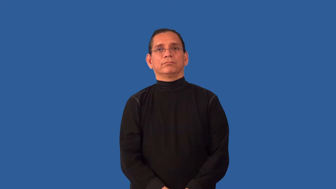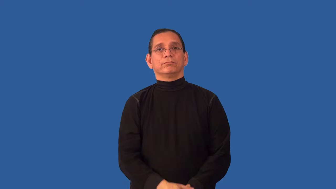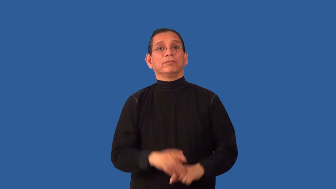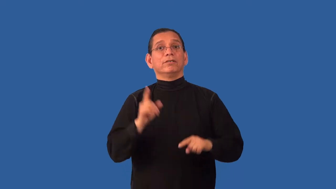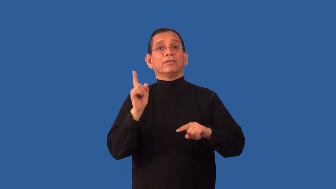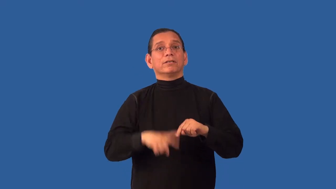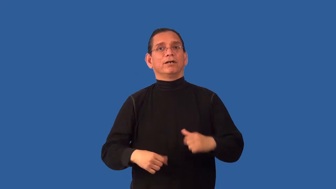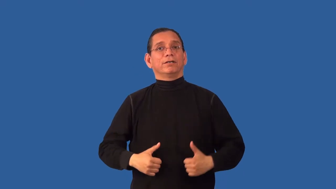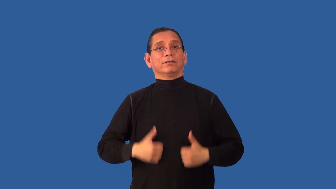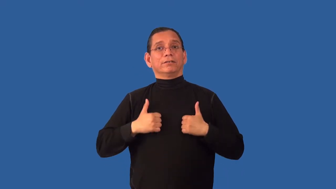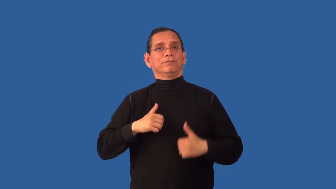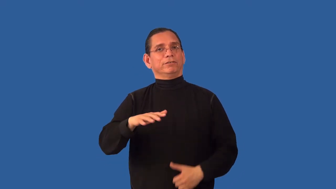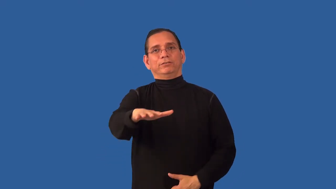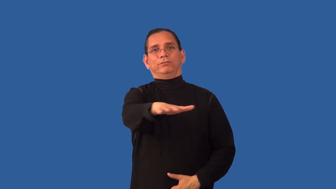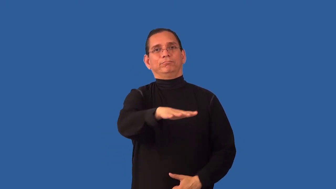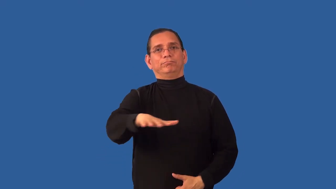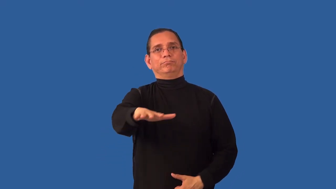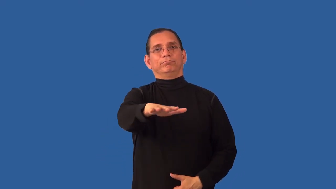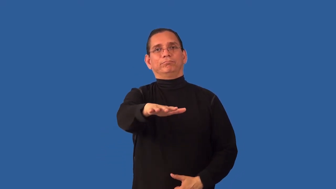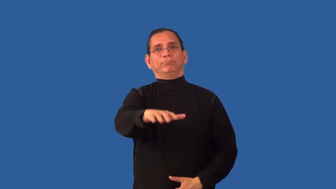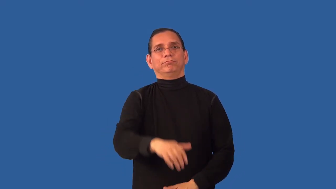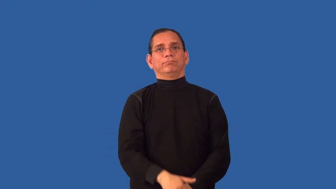uninhabitable,unlivable